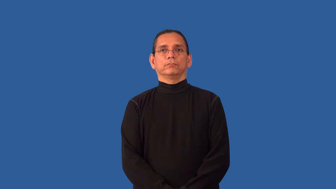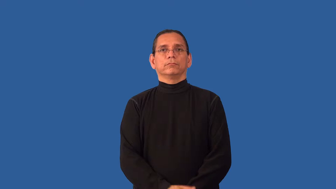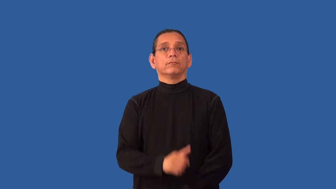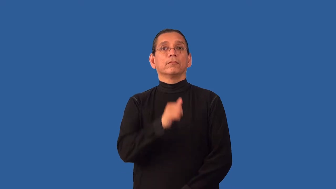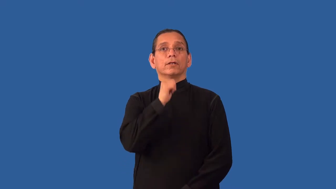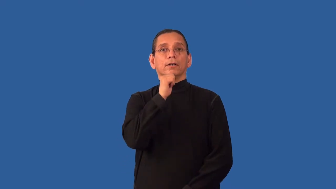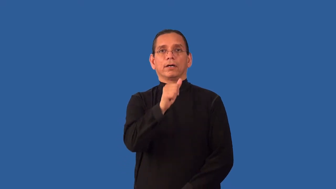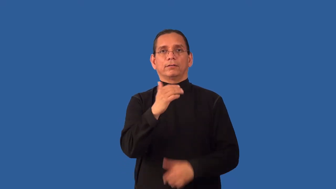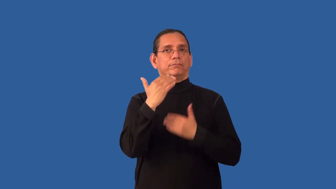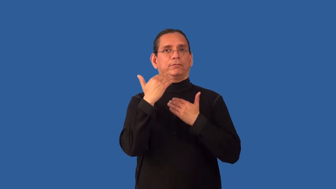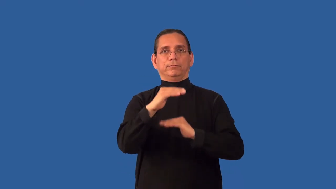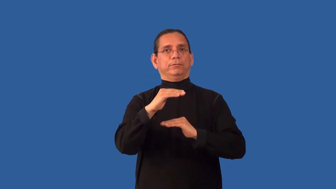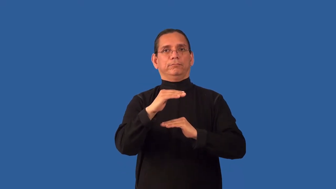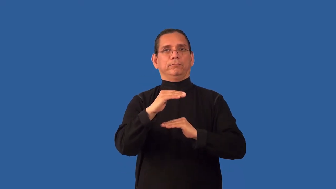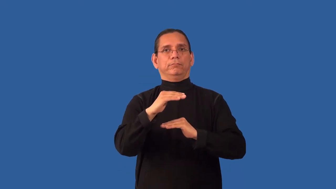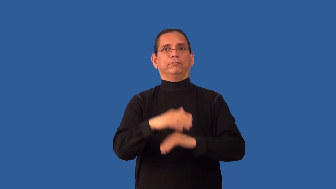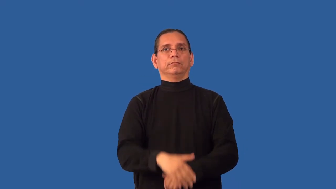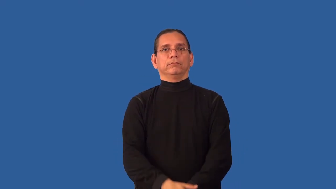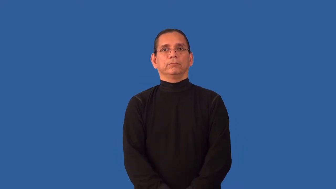unrestricted